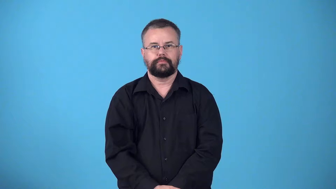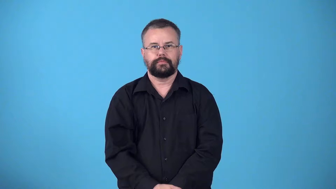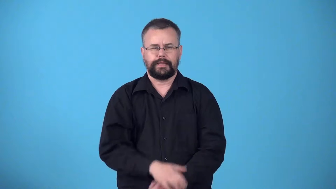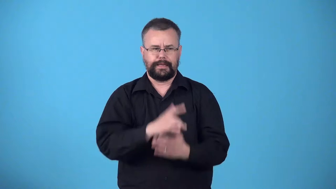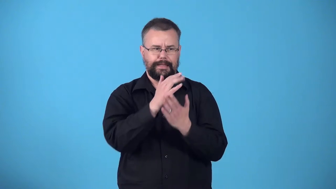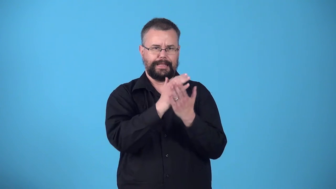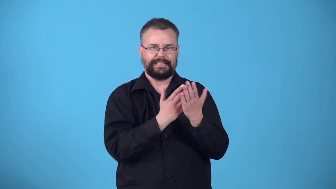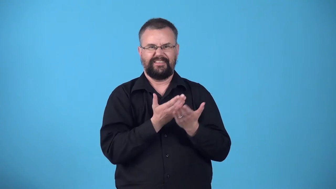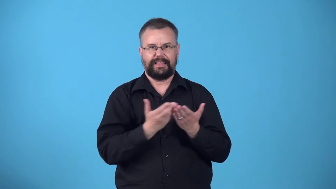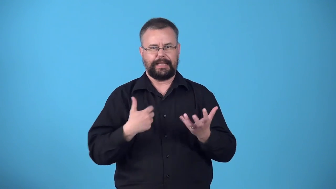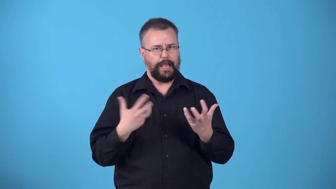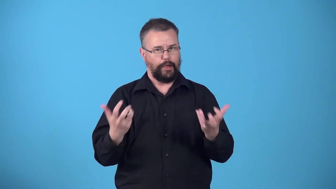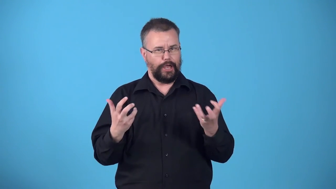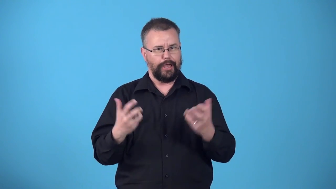wishlist